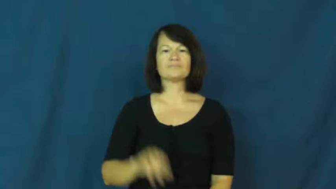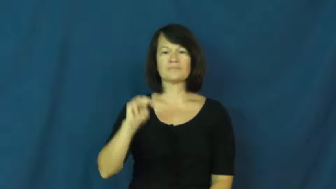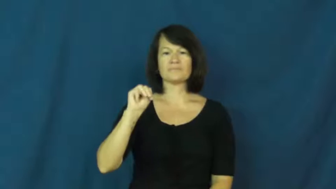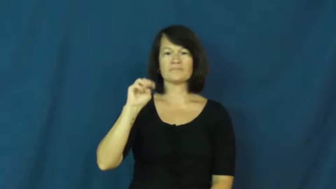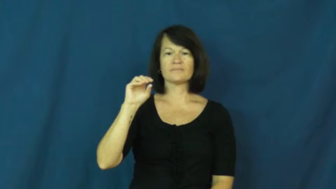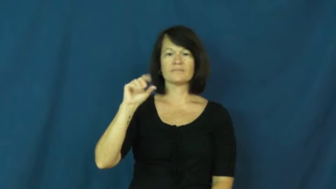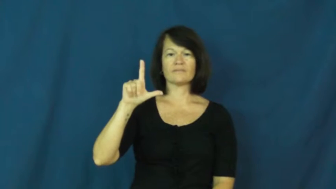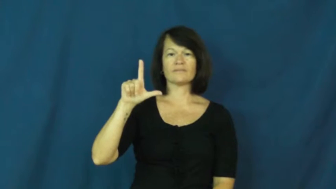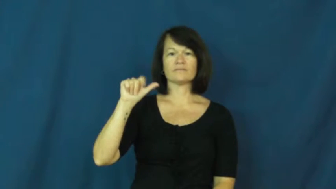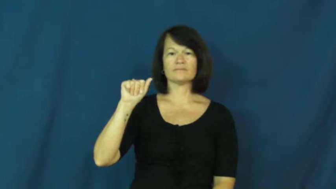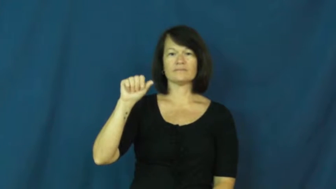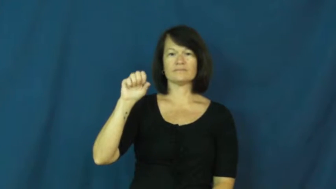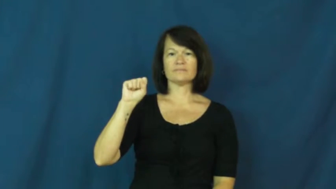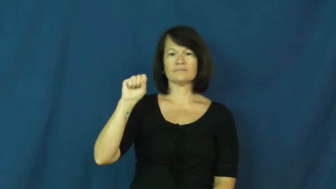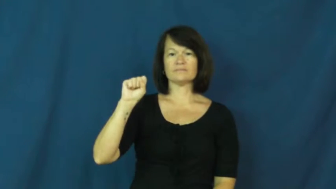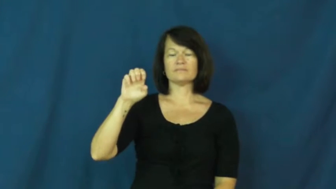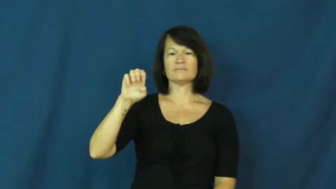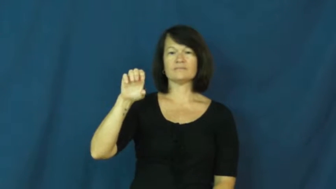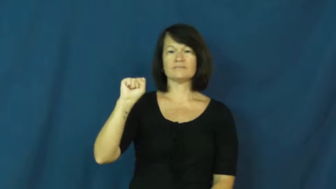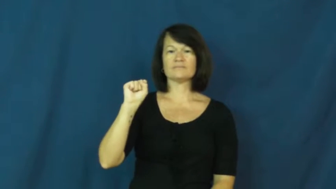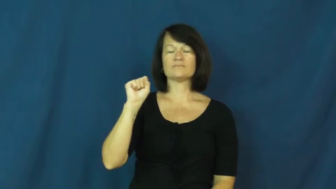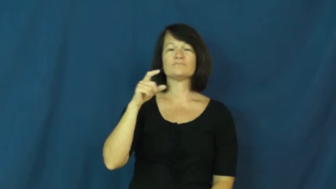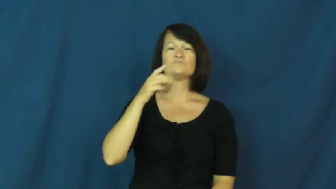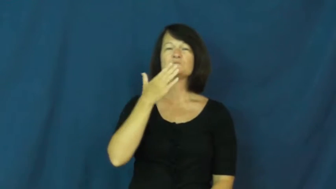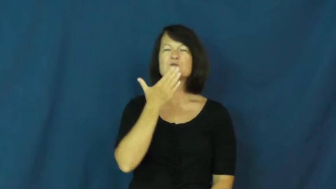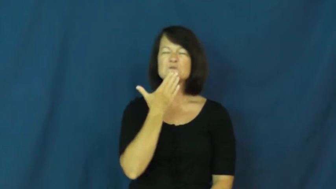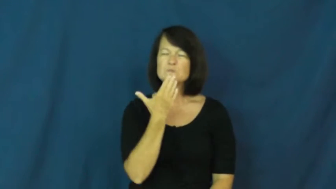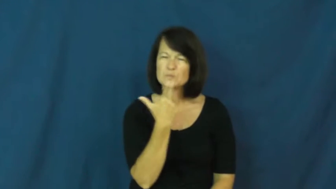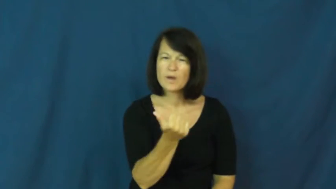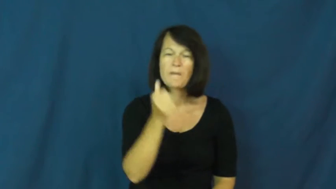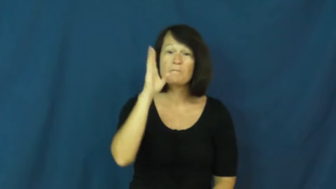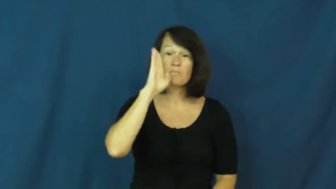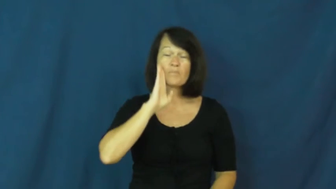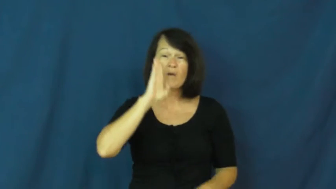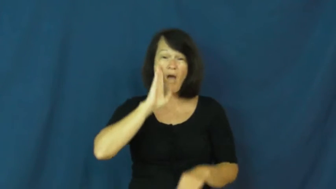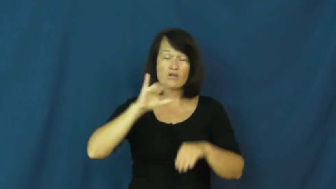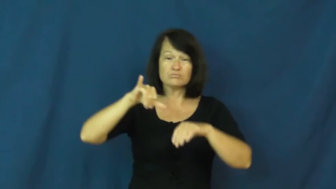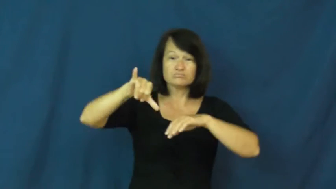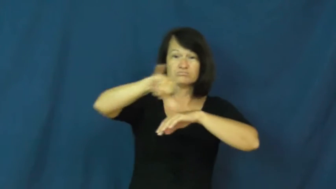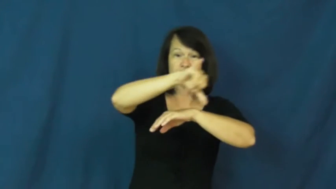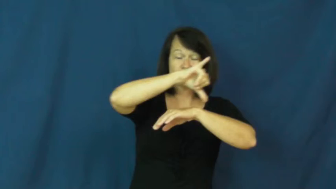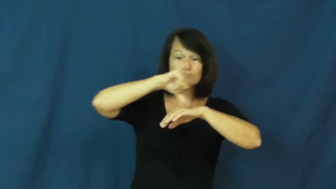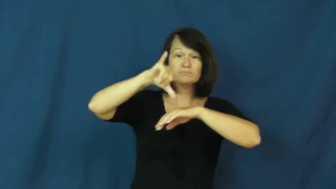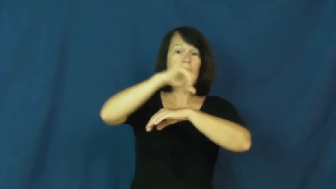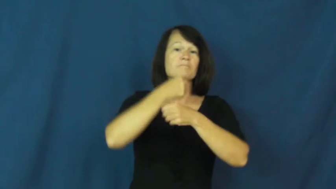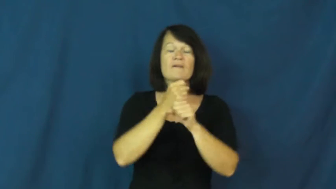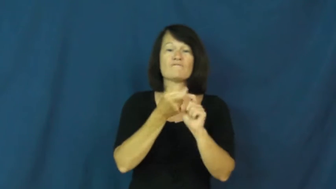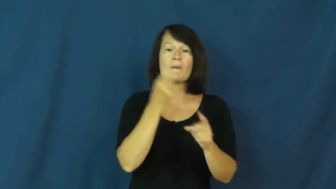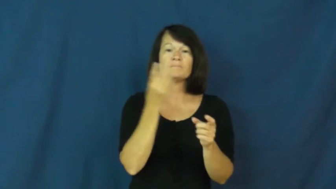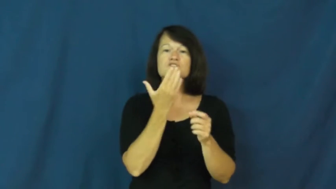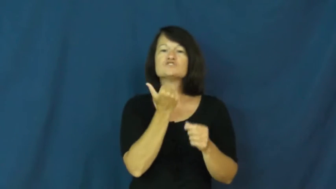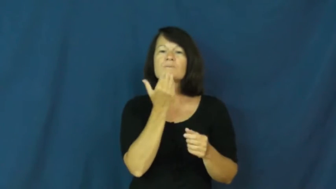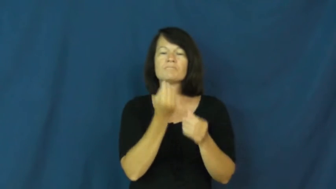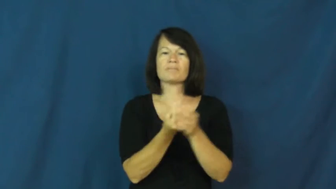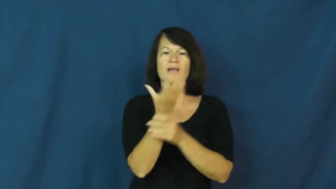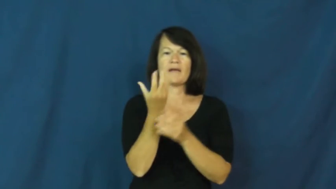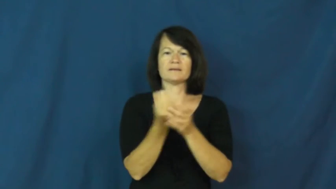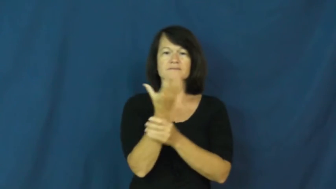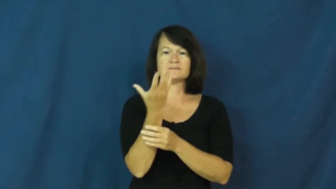molasses